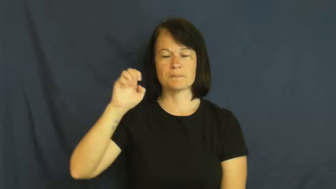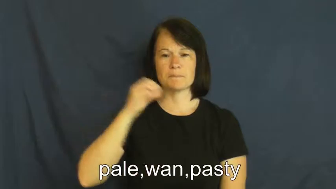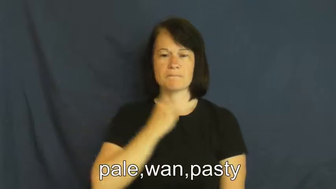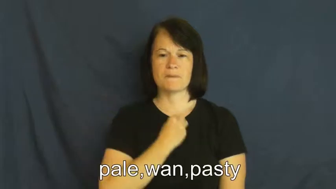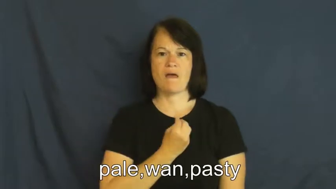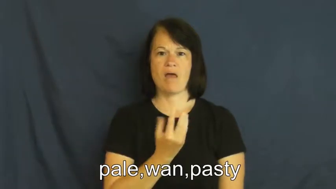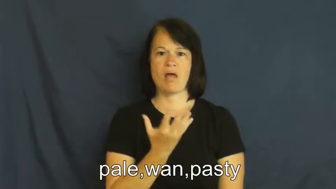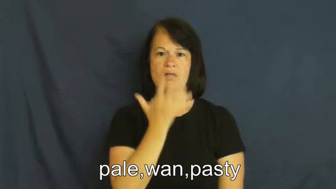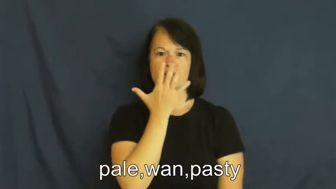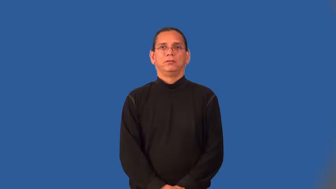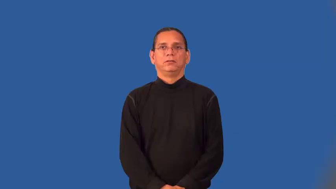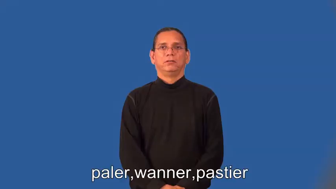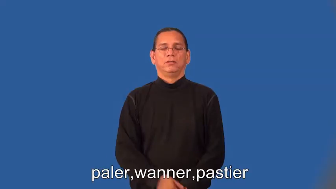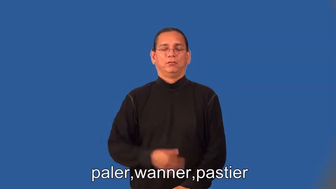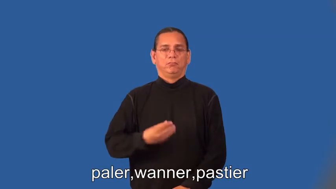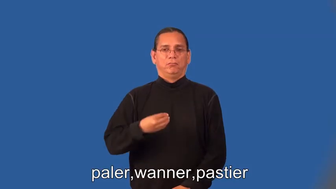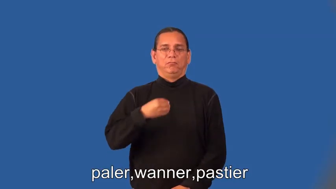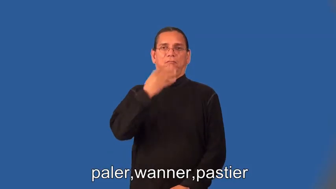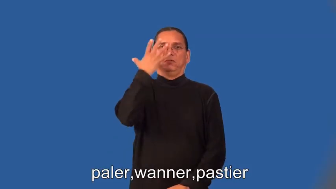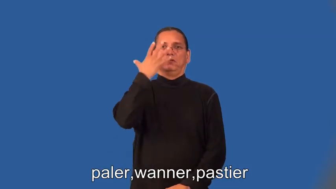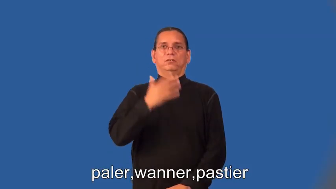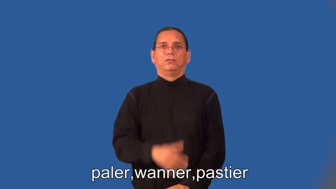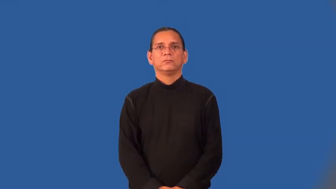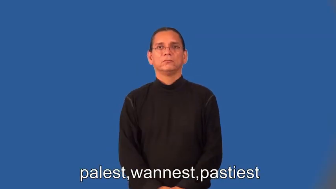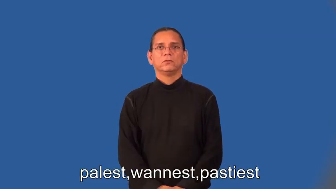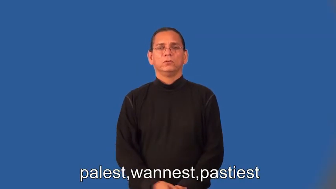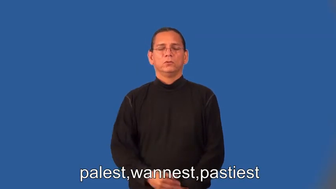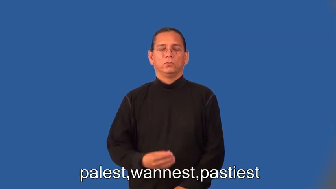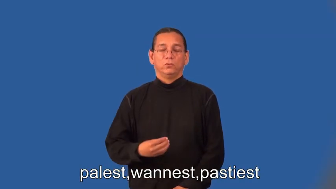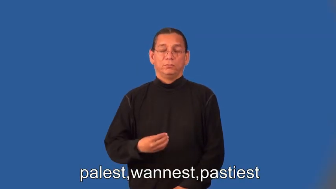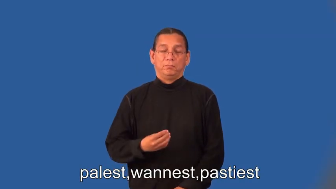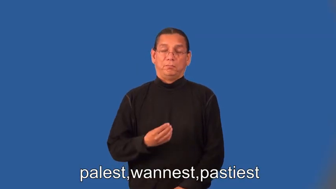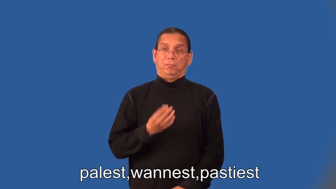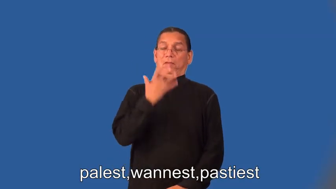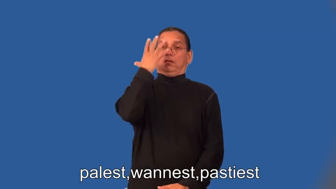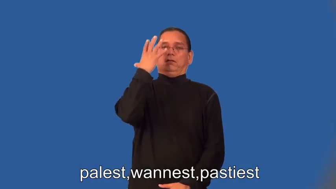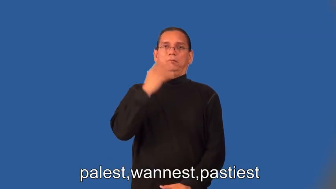paler,wanner,pastier,palest,wannest,pastiest